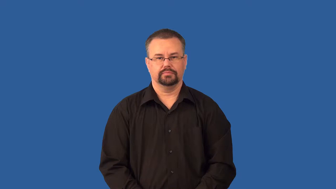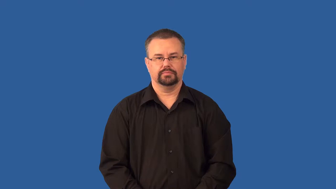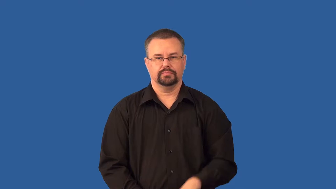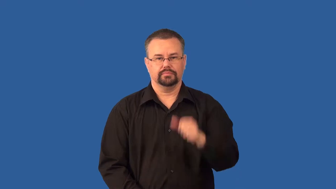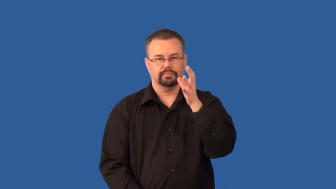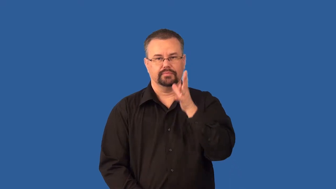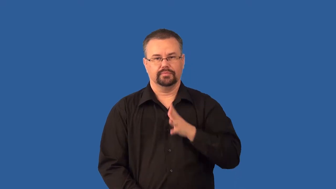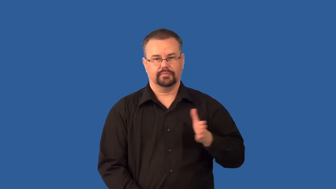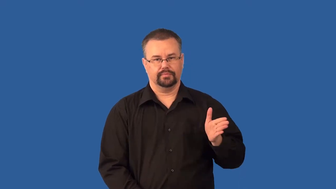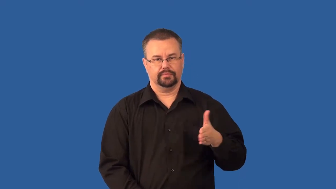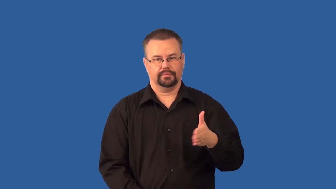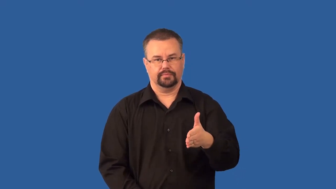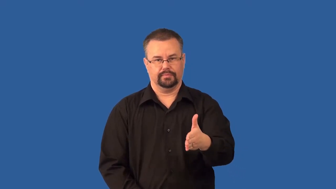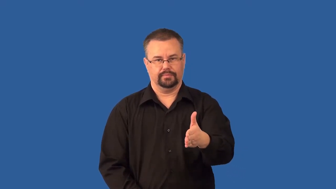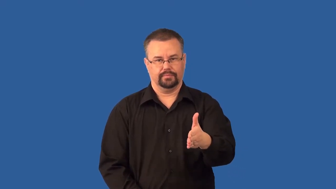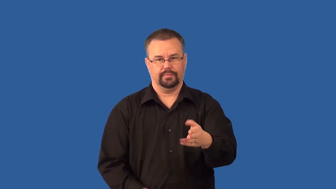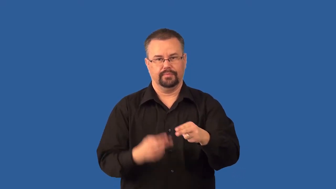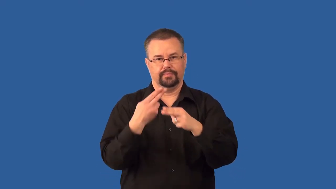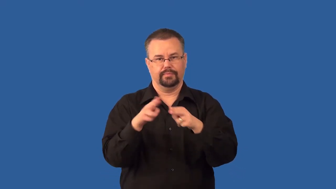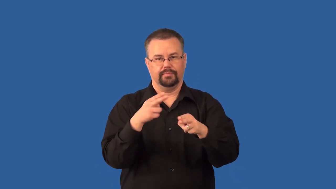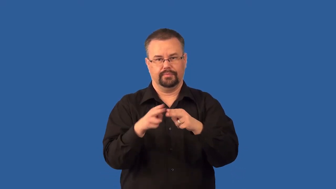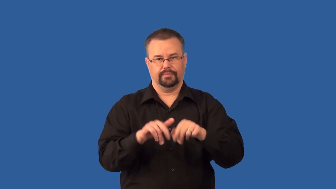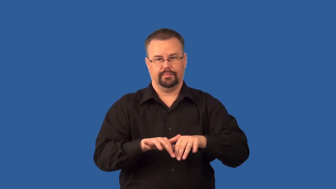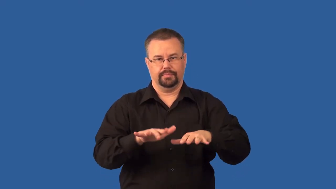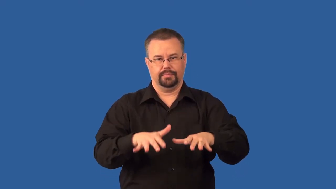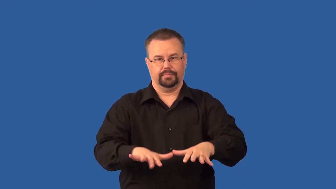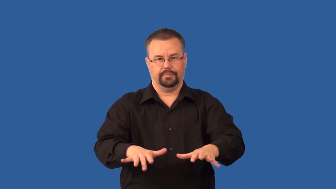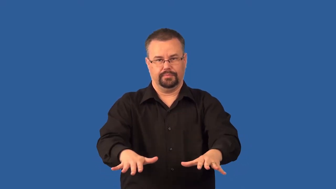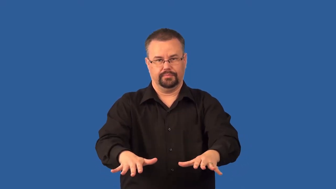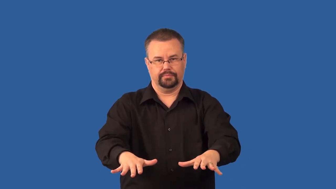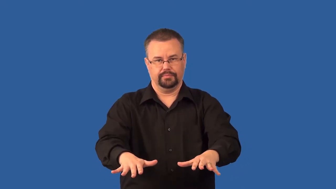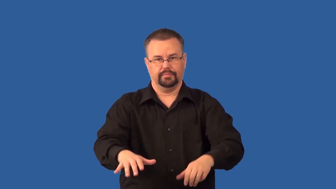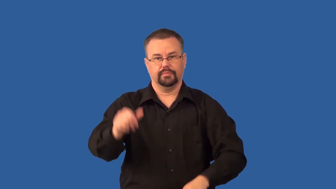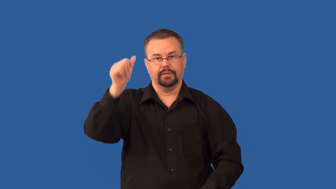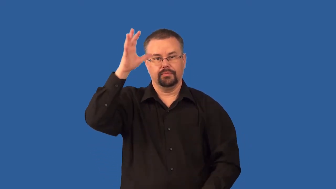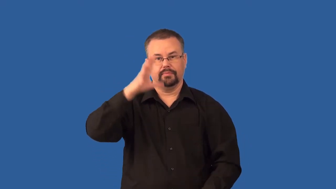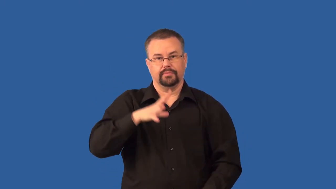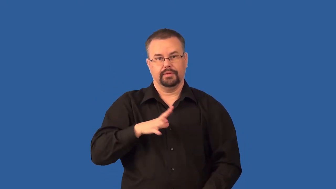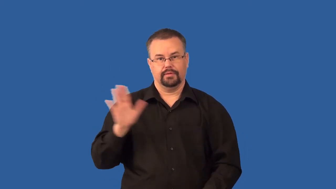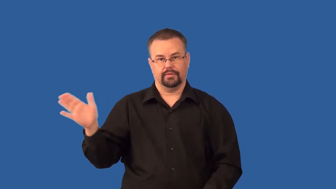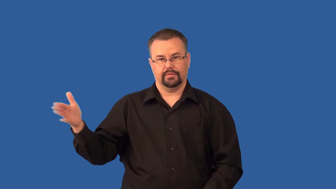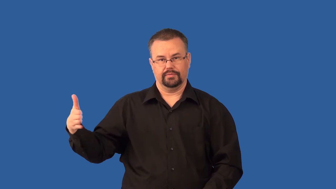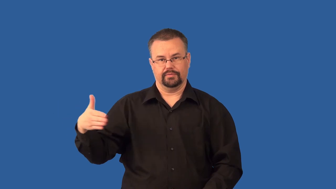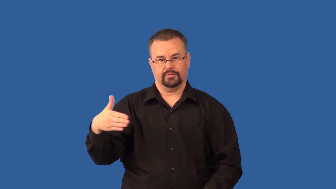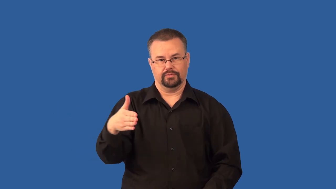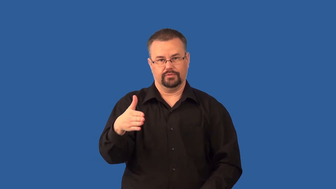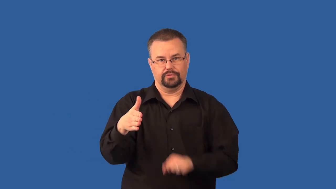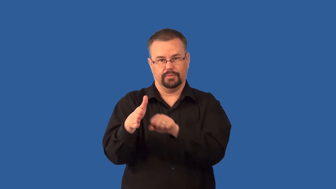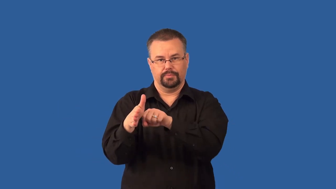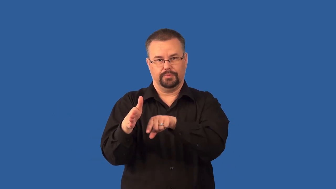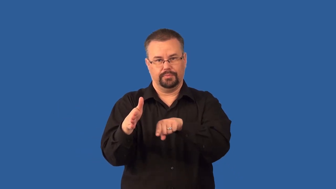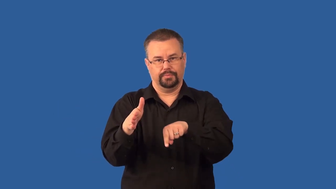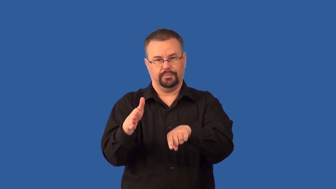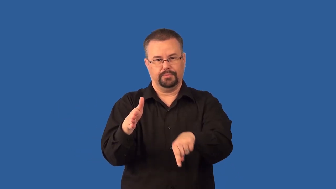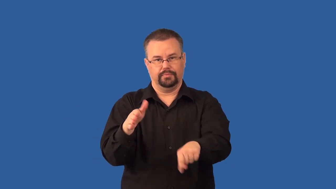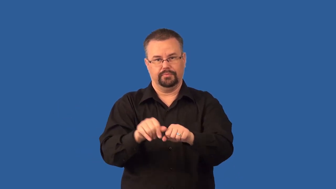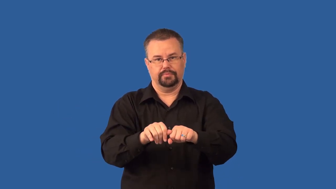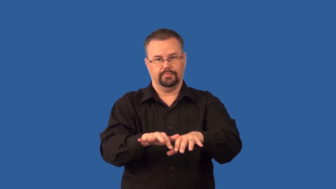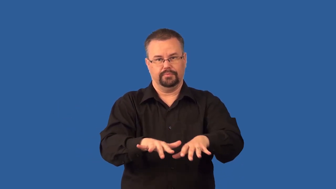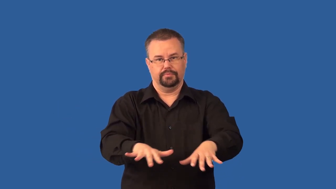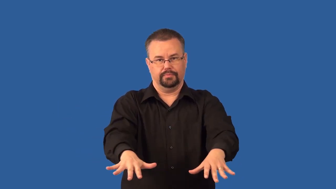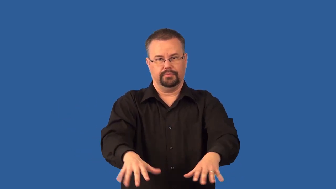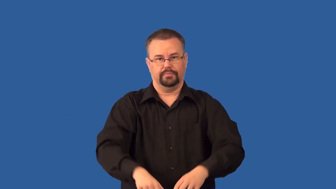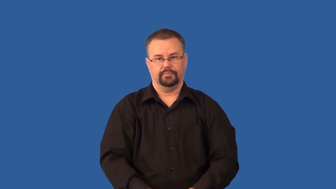spawn